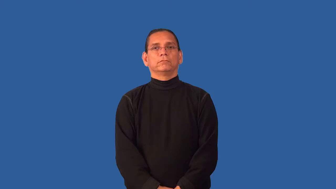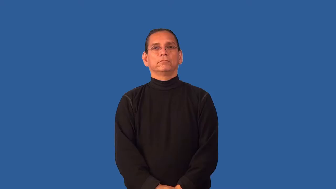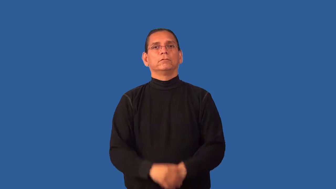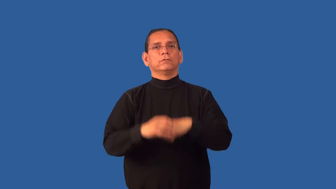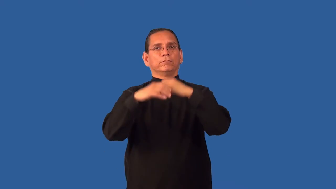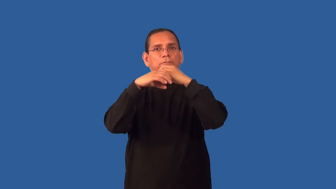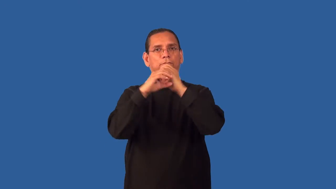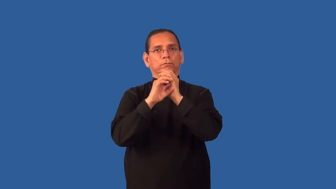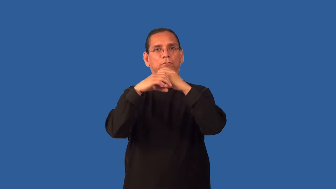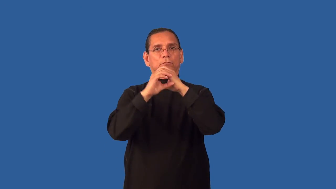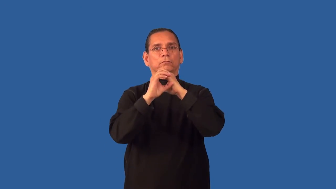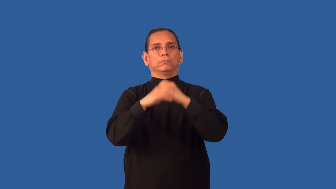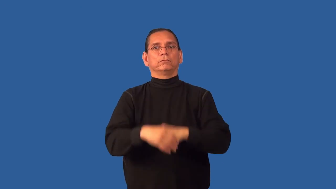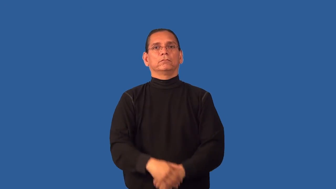focus-camera,eye